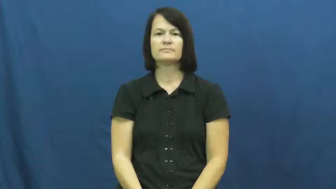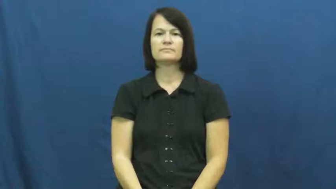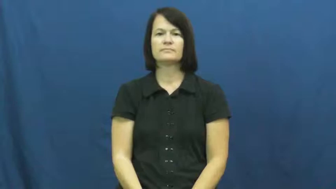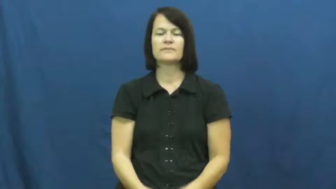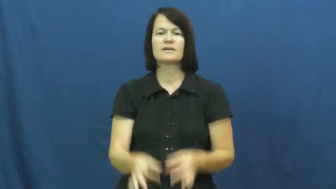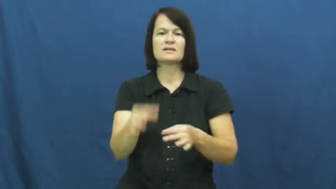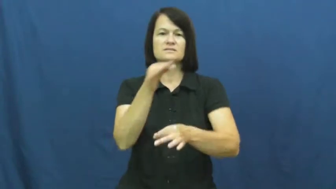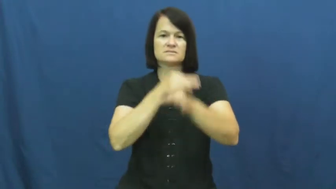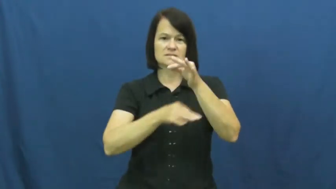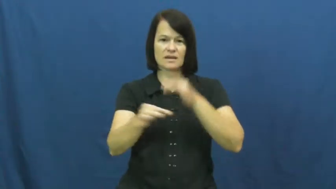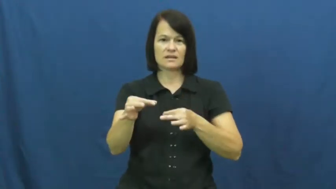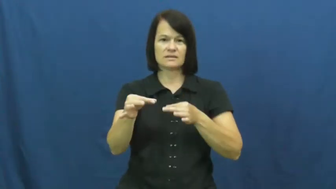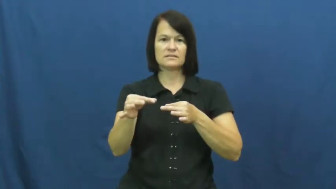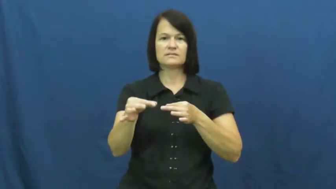sit in for